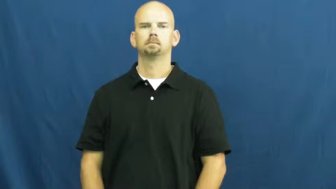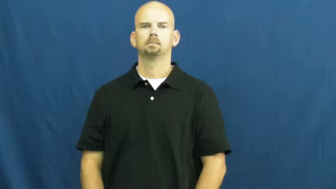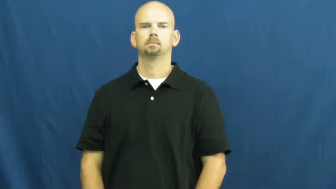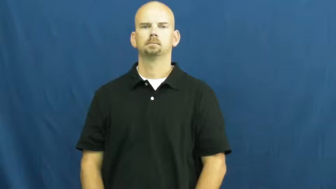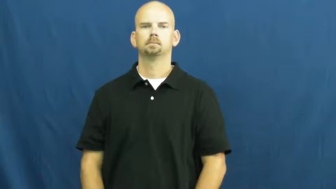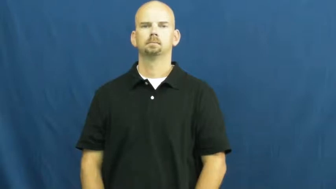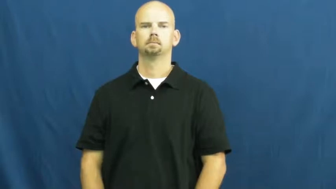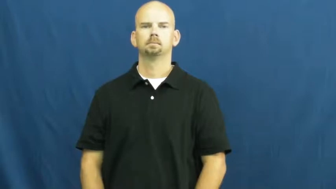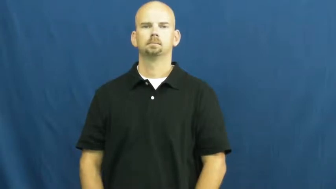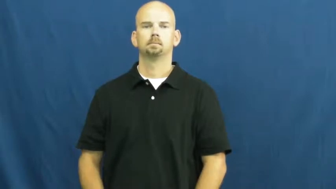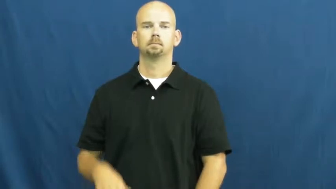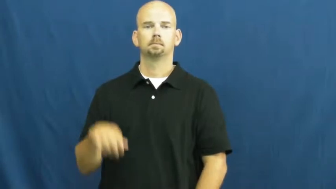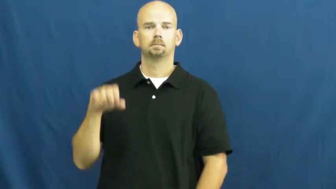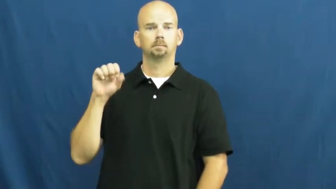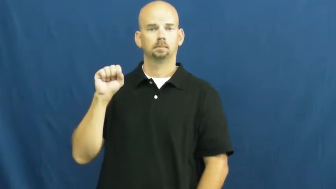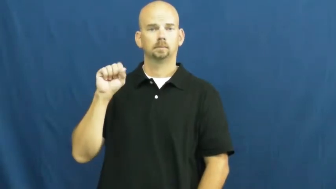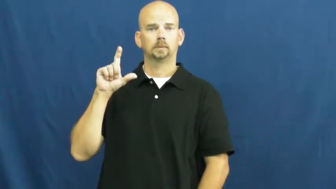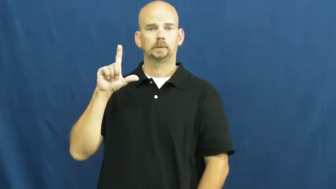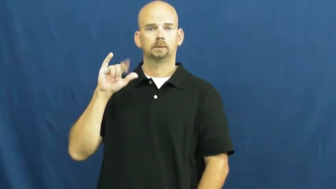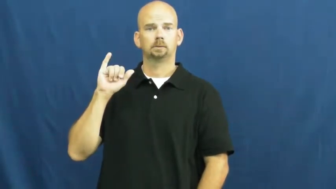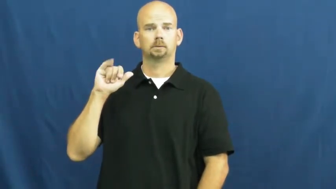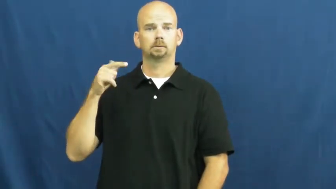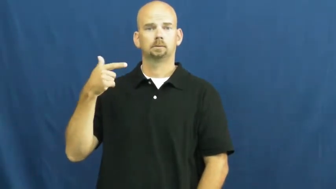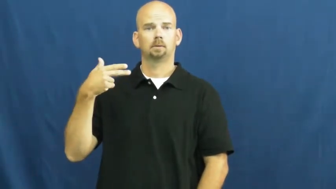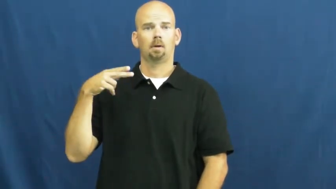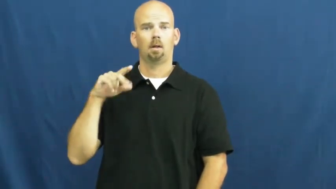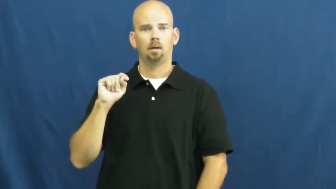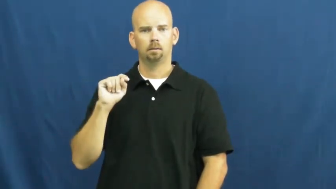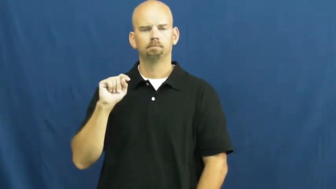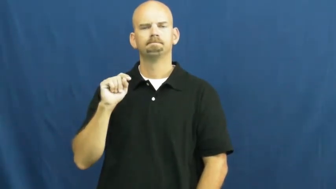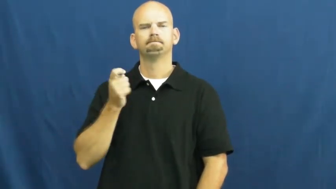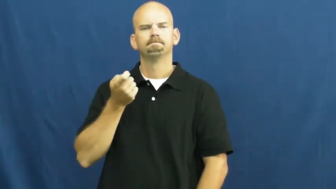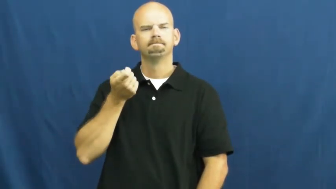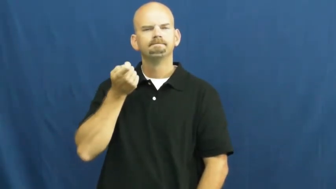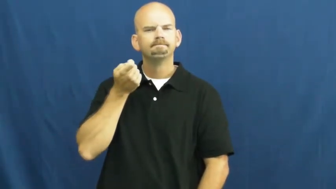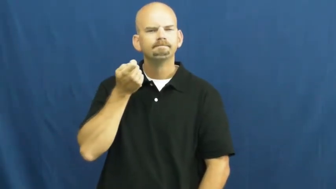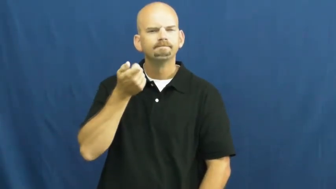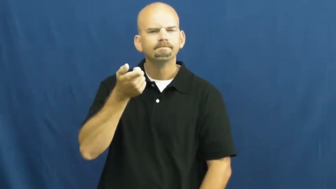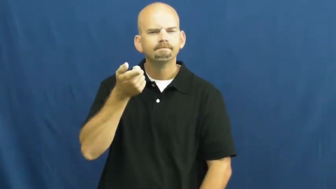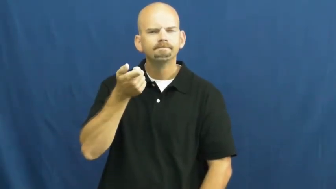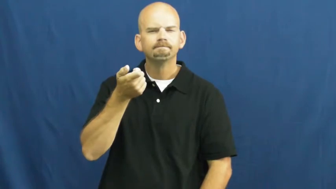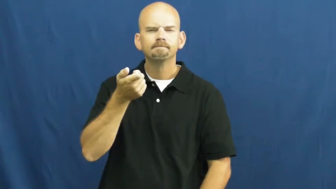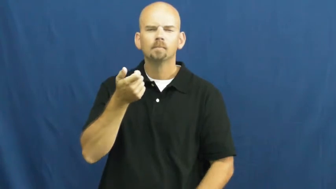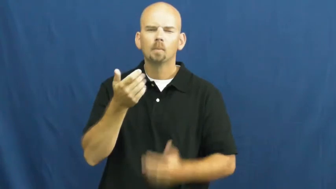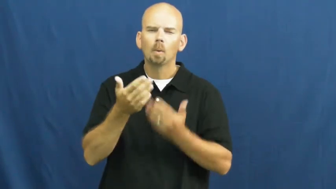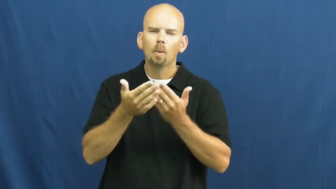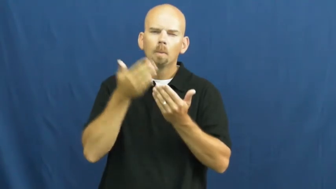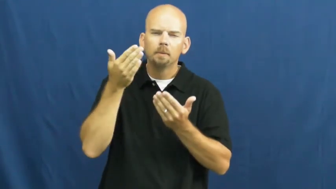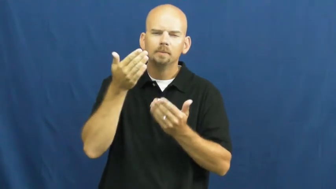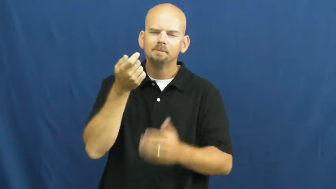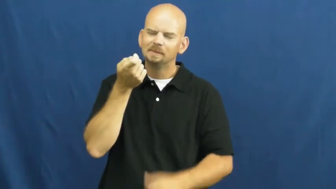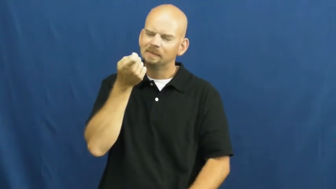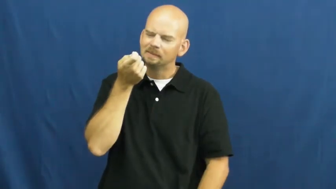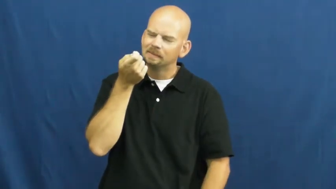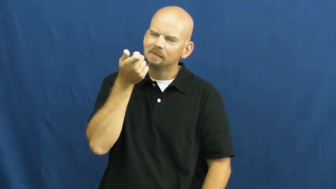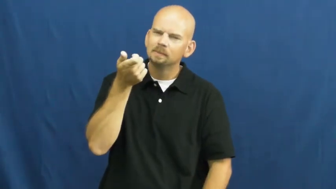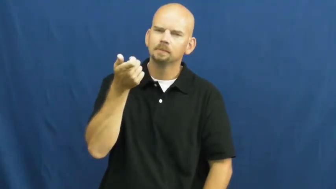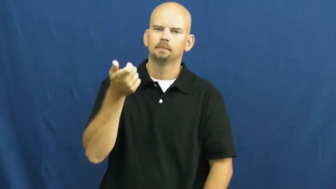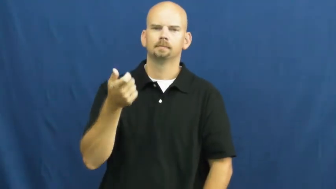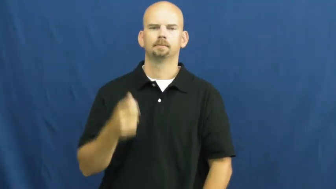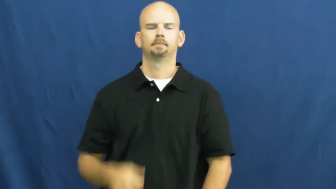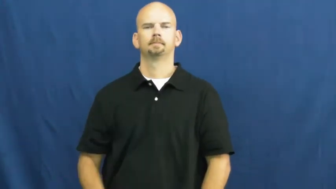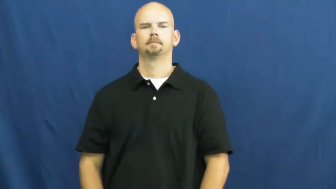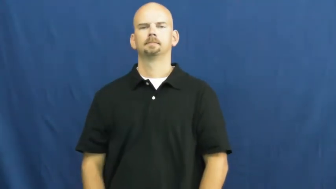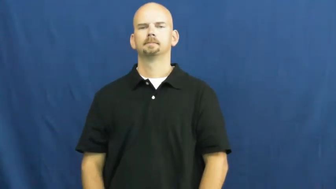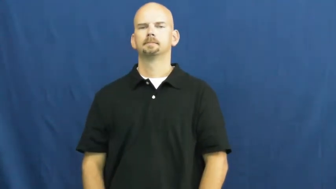slight-little bit